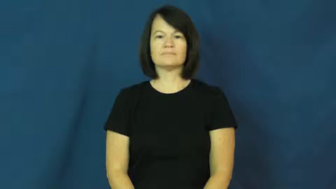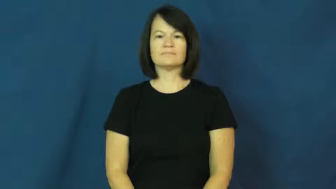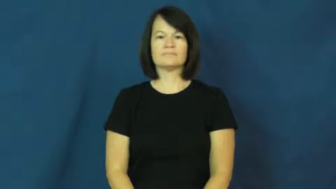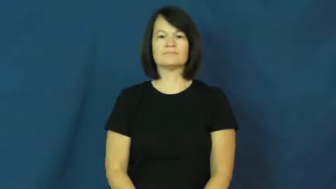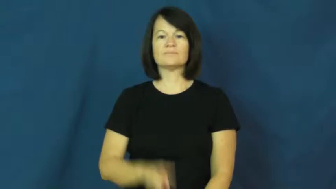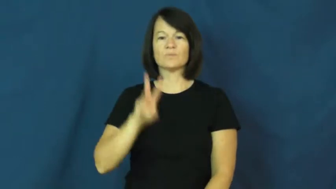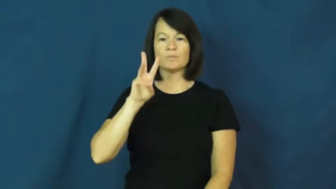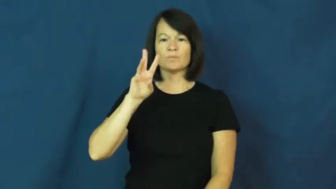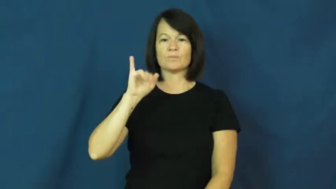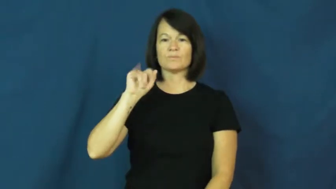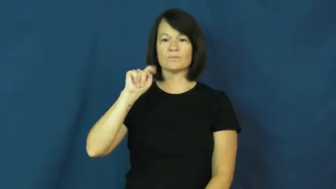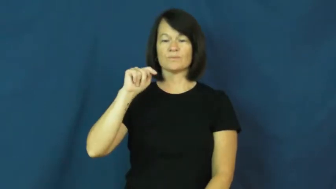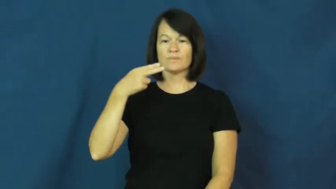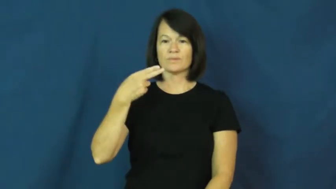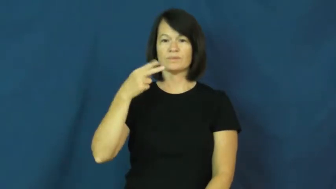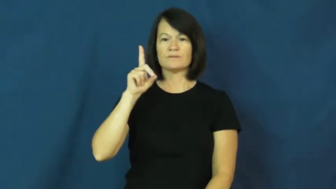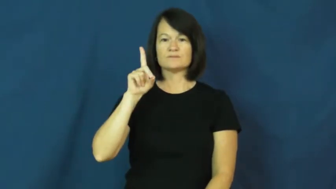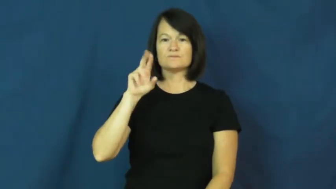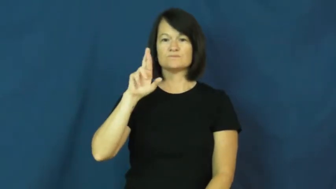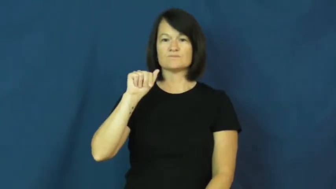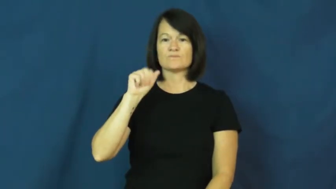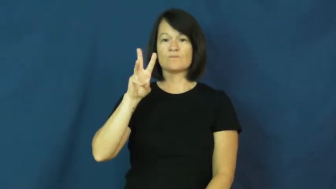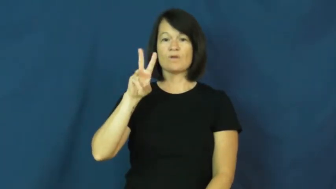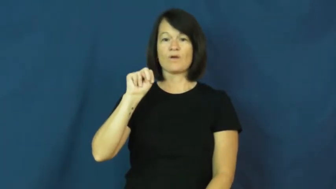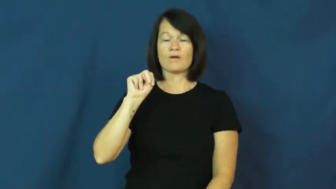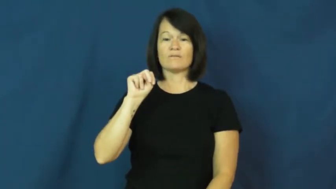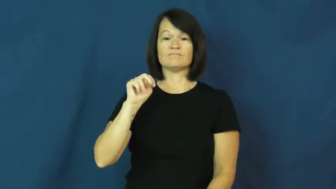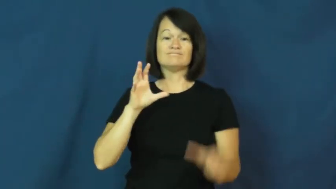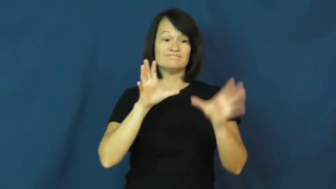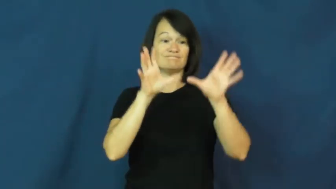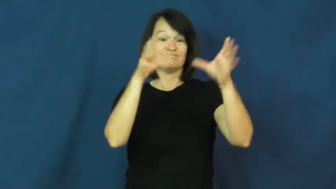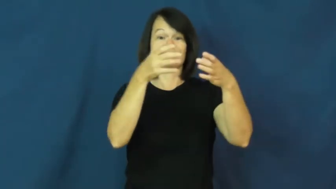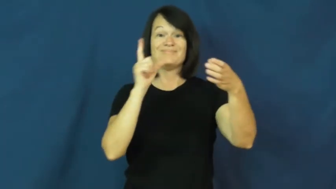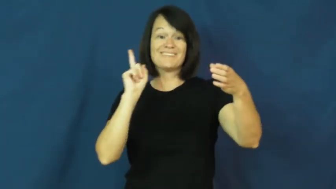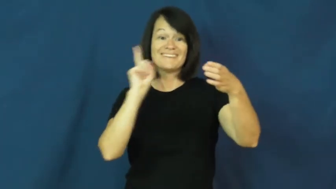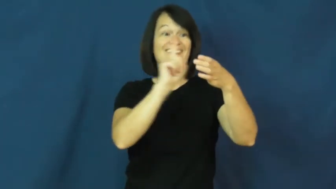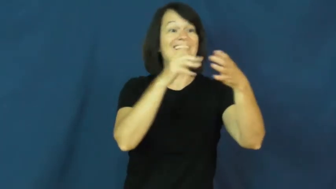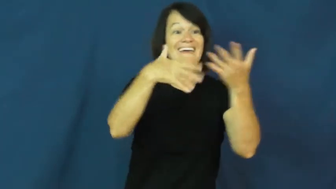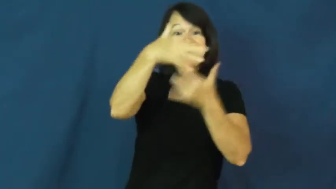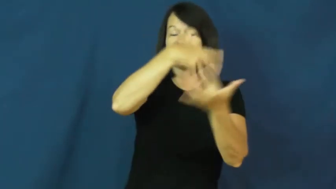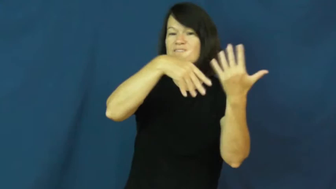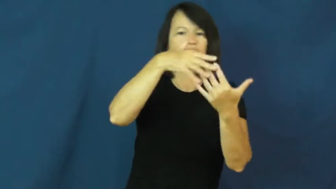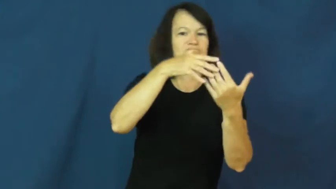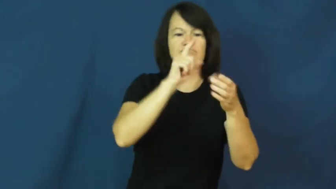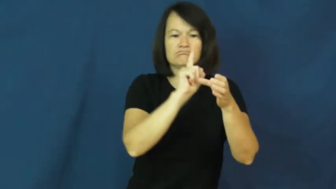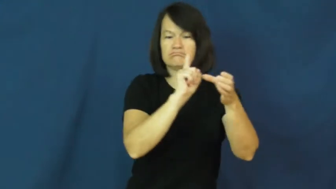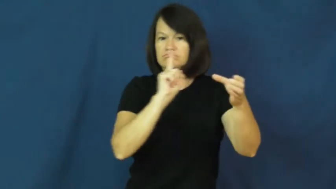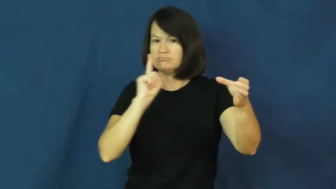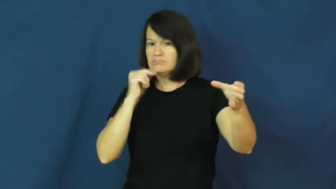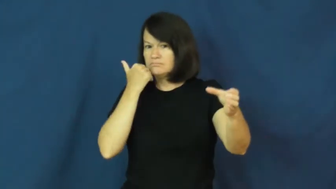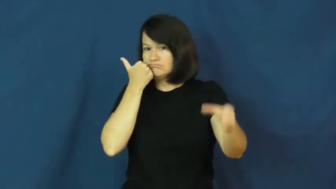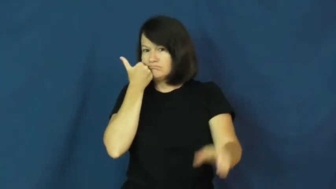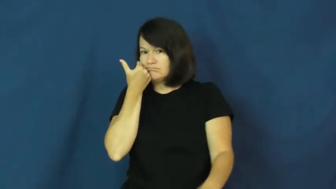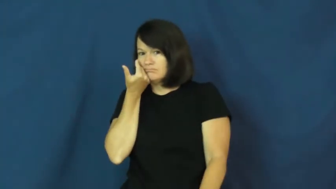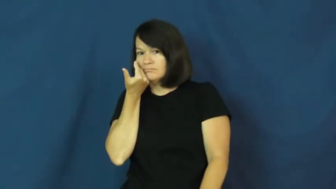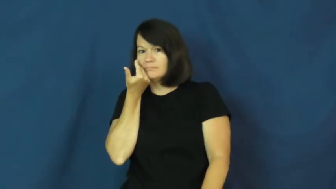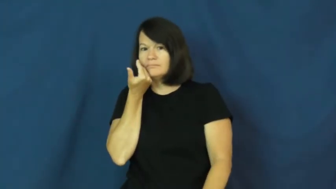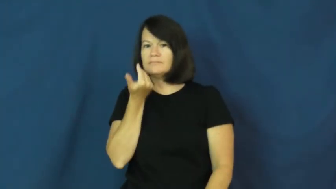withdrawn-shy away